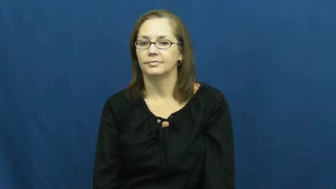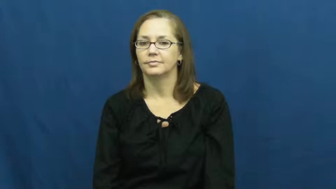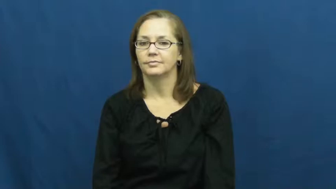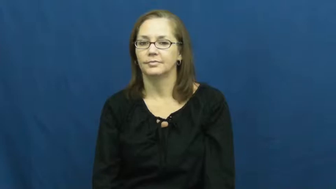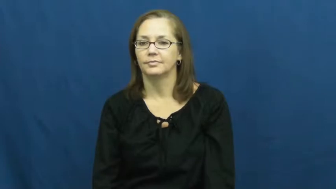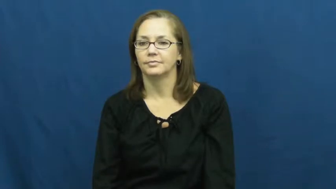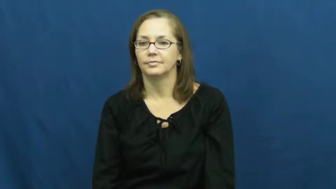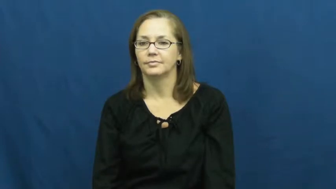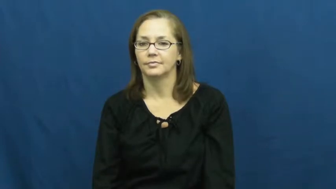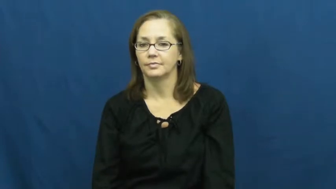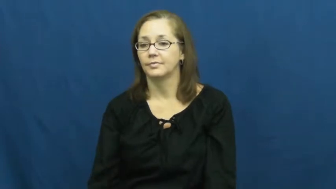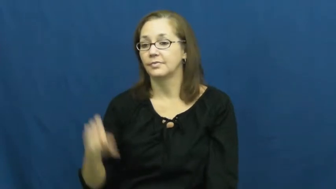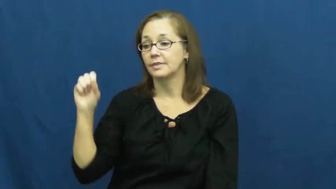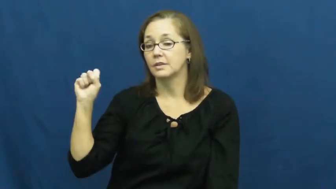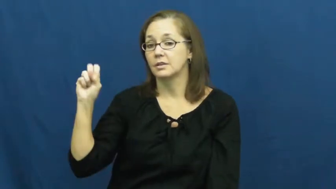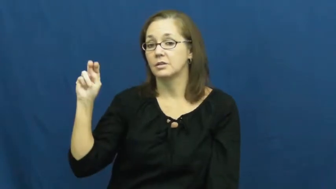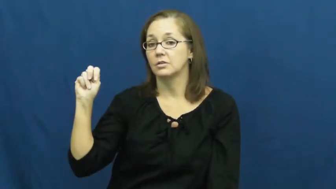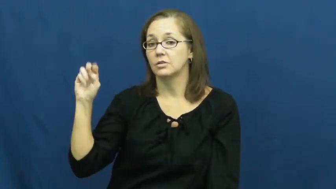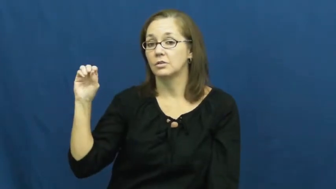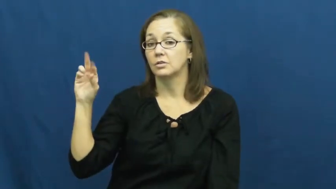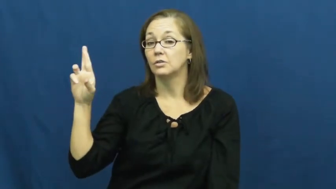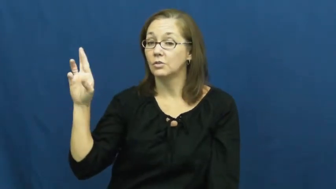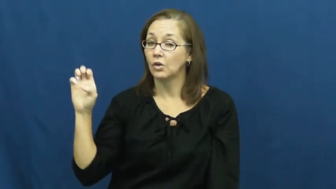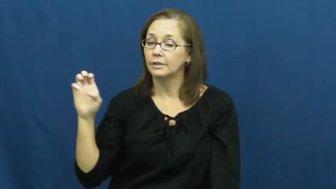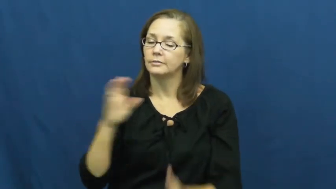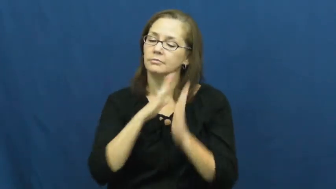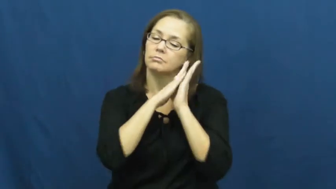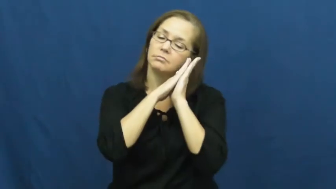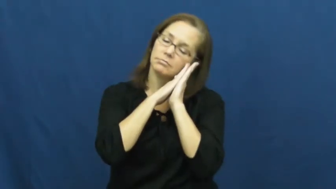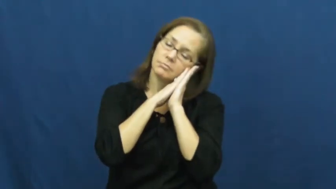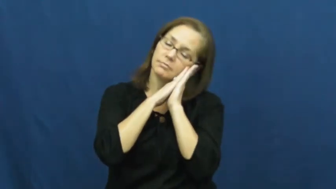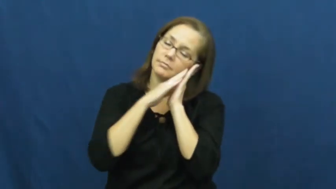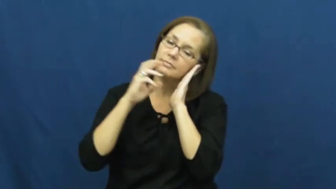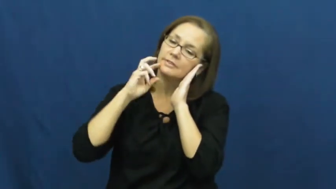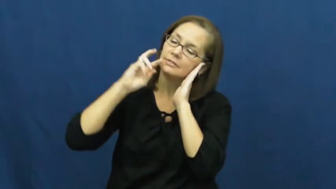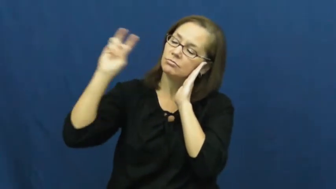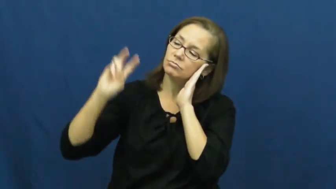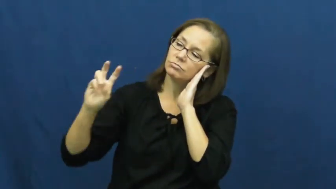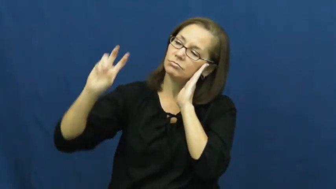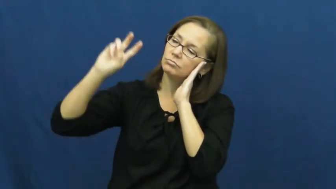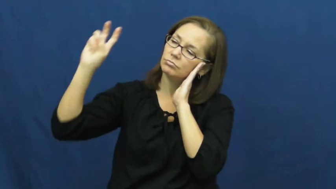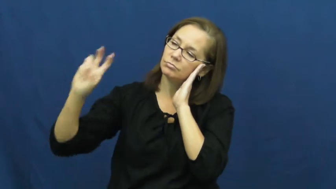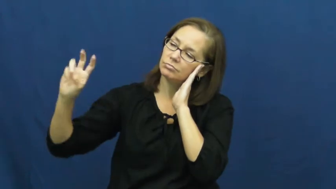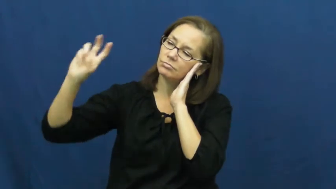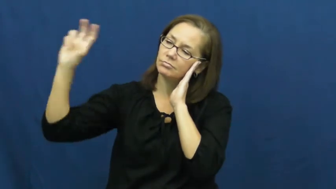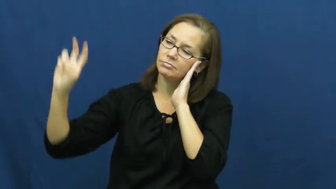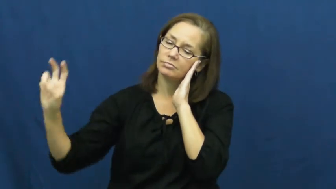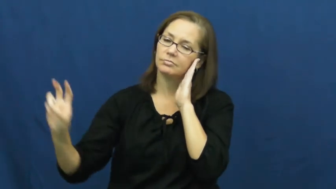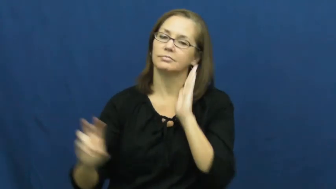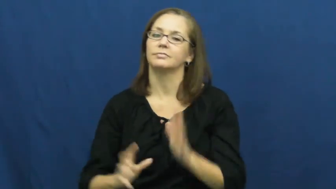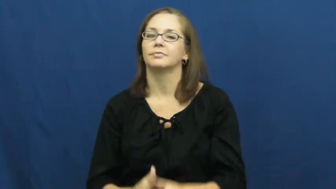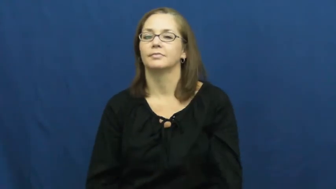snore